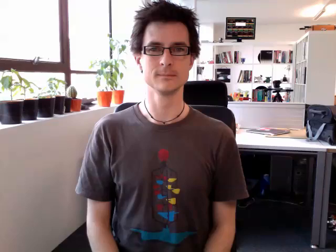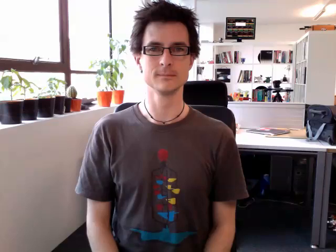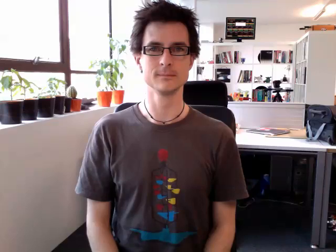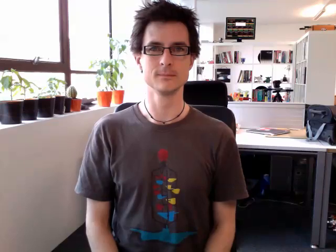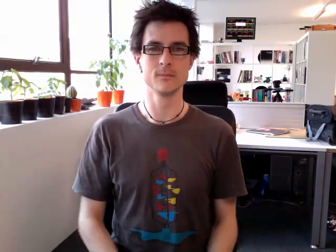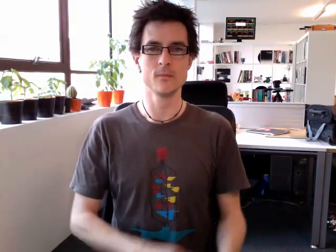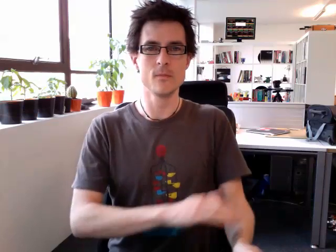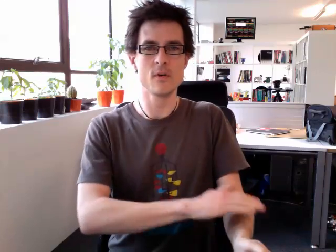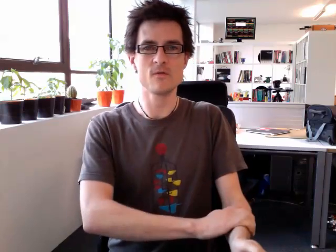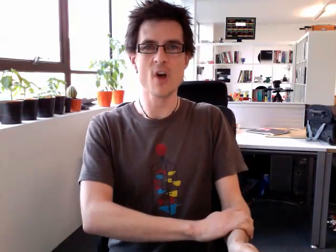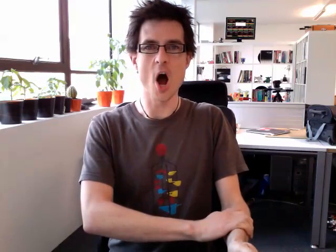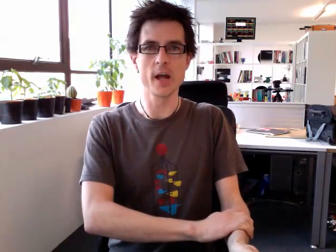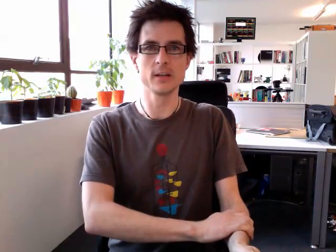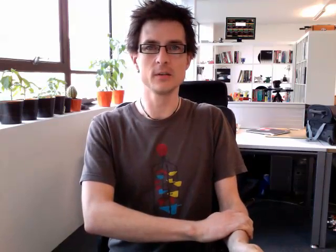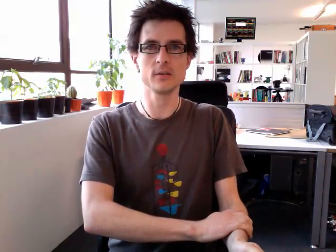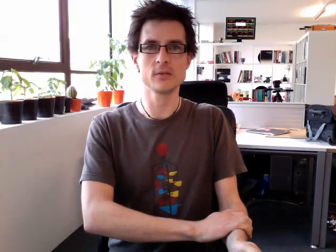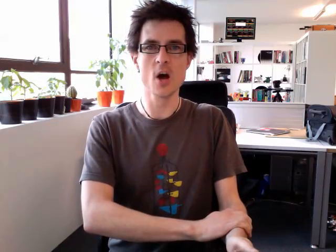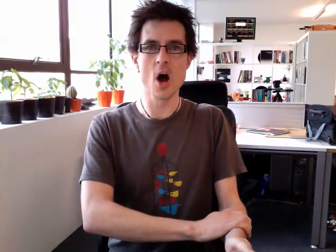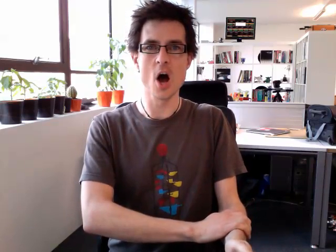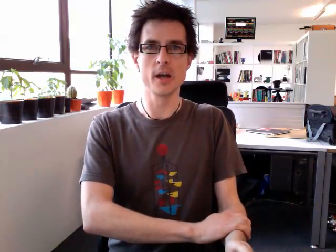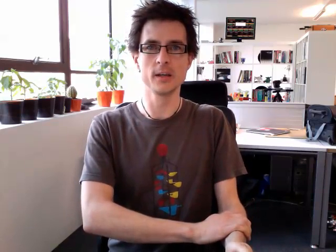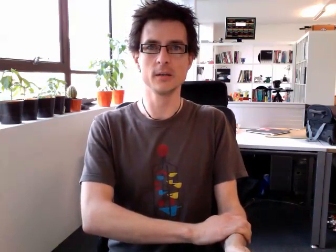right side